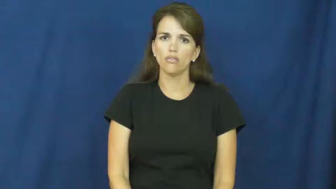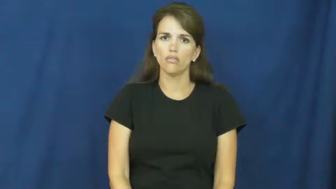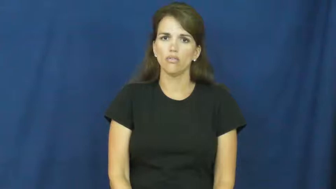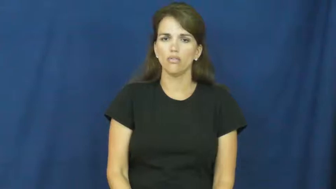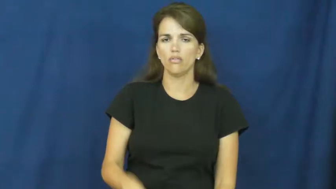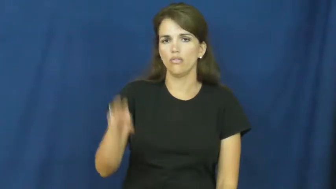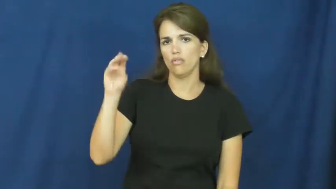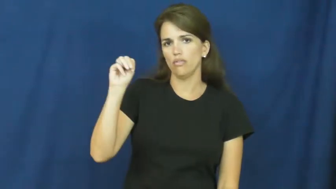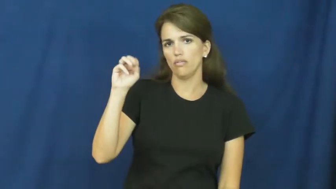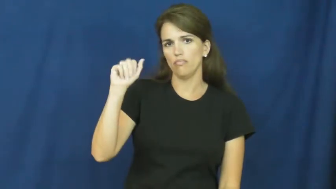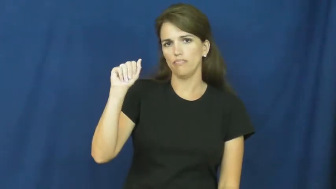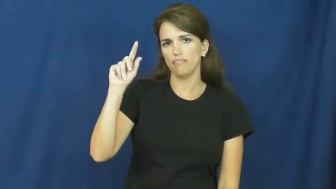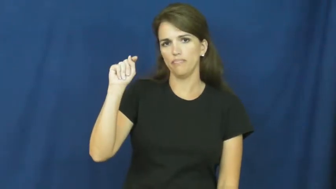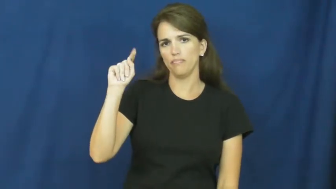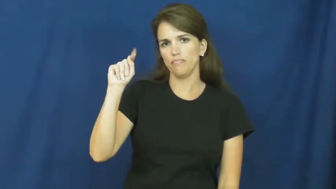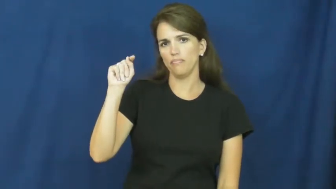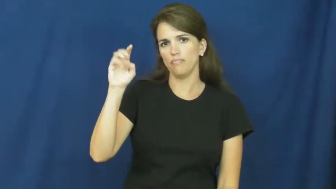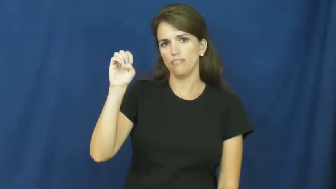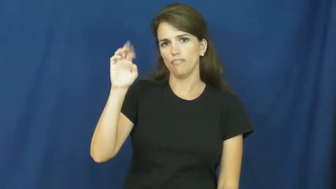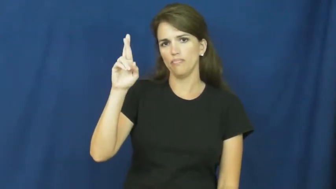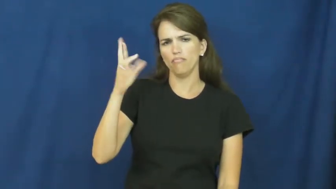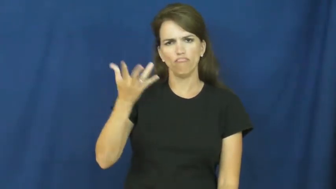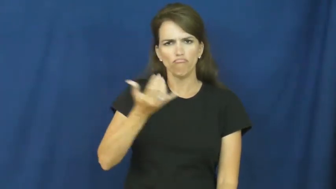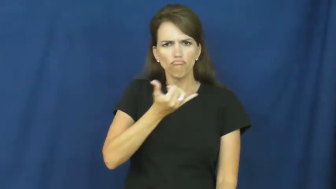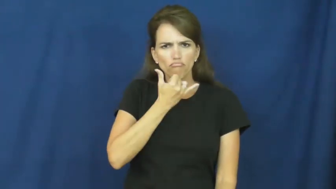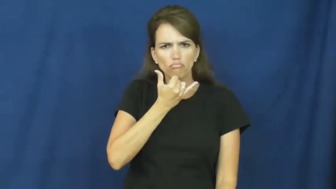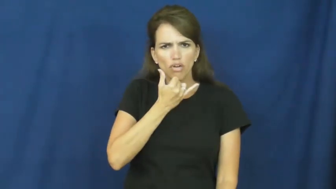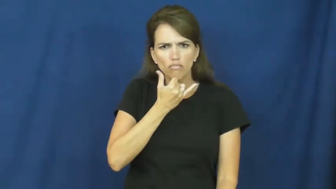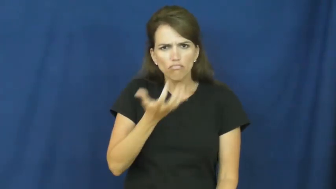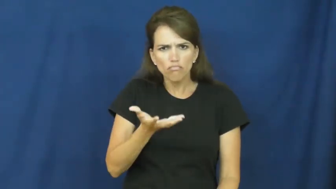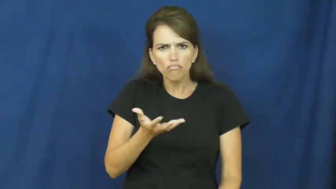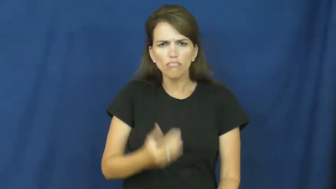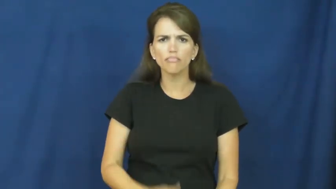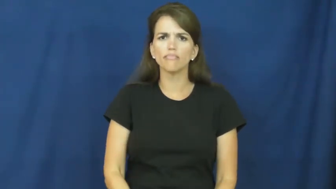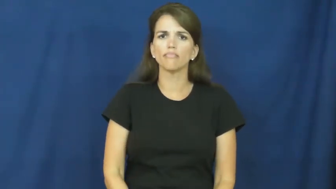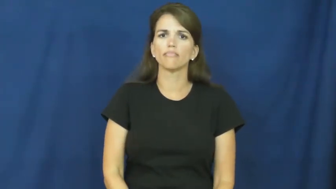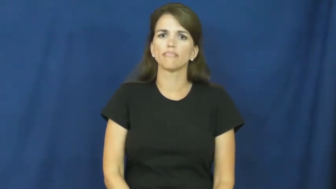matter-problem